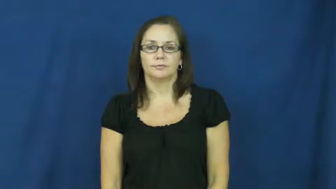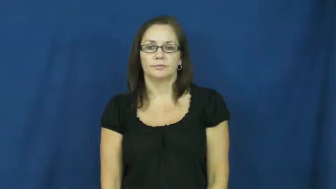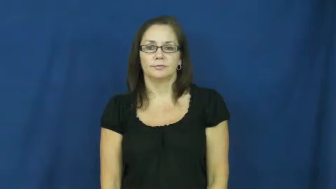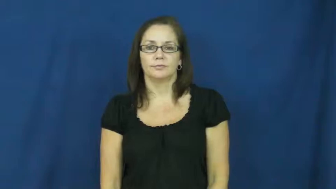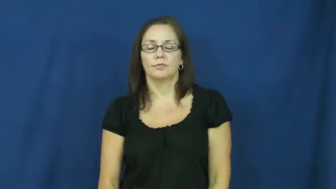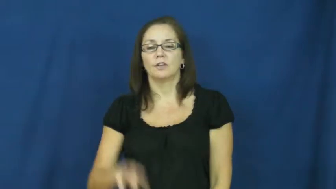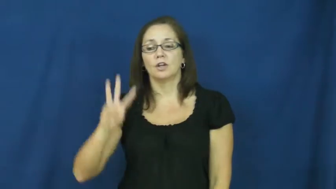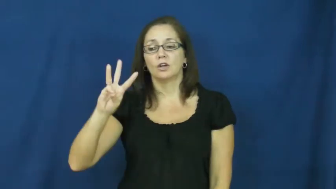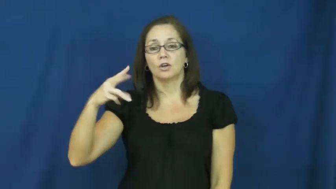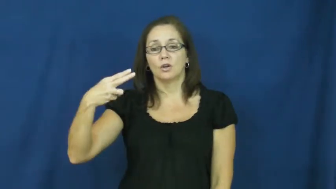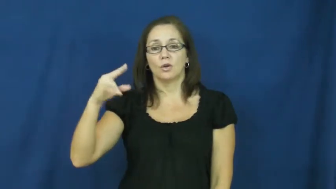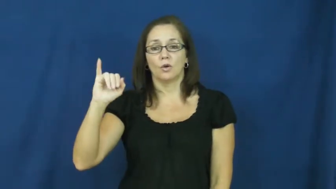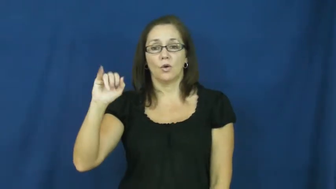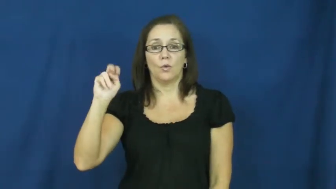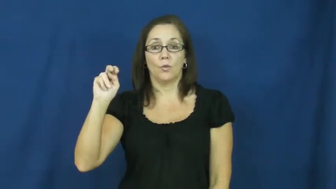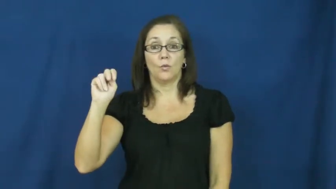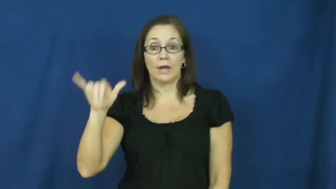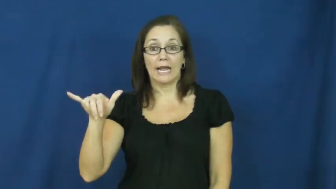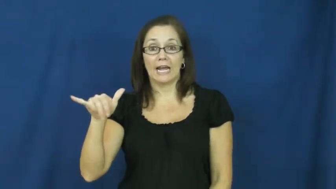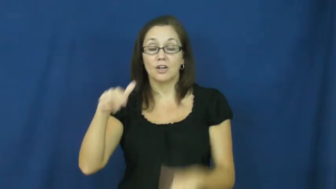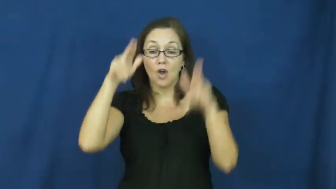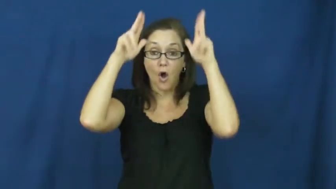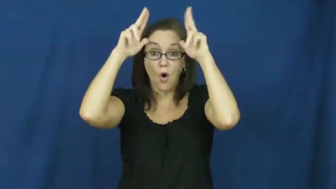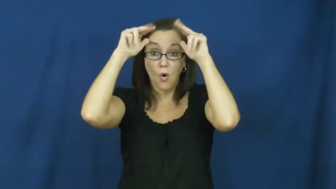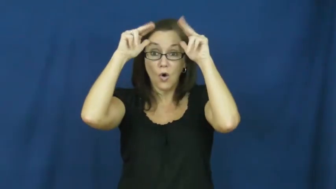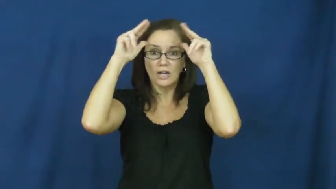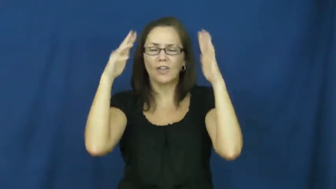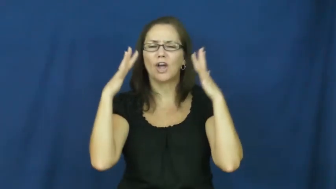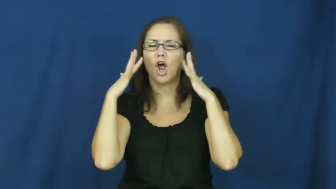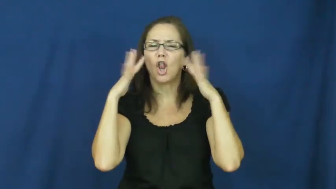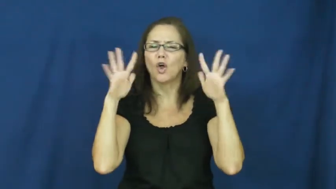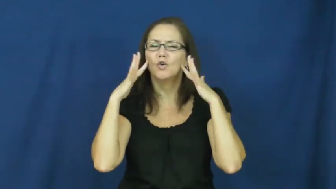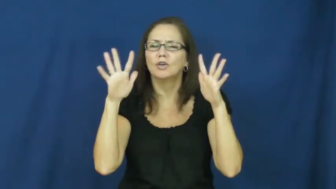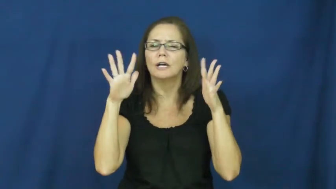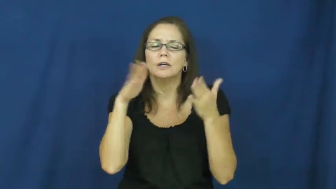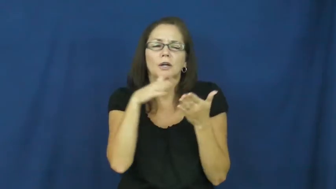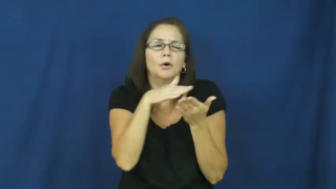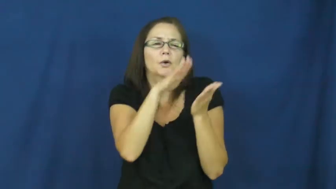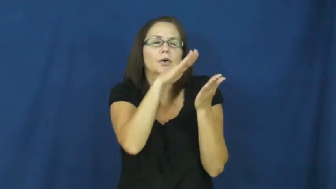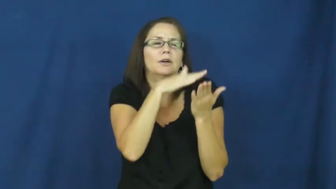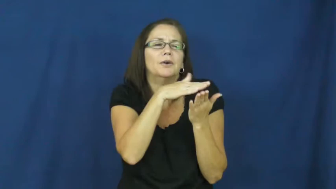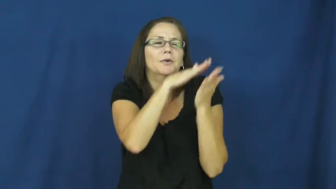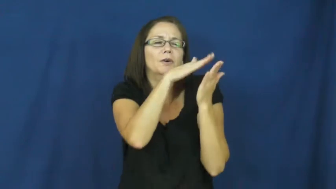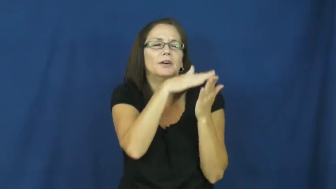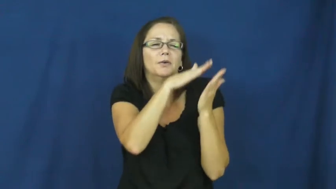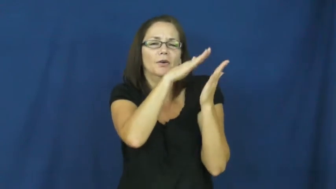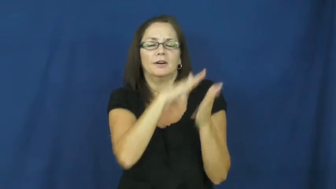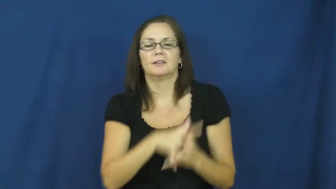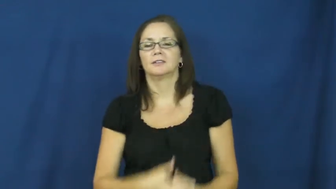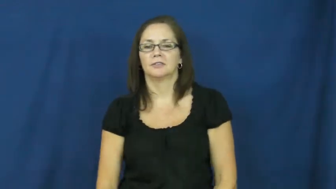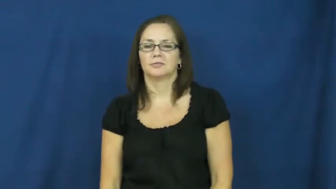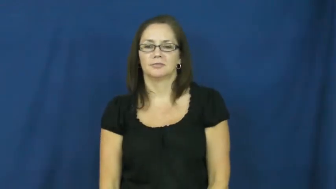whinny